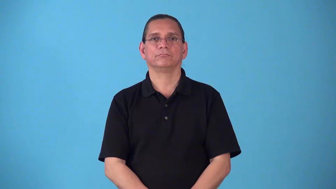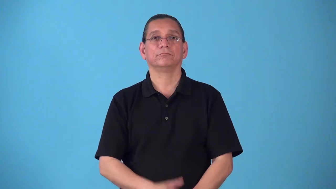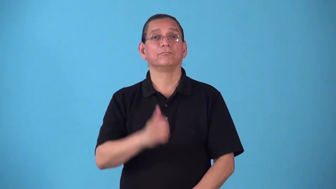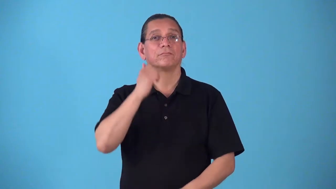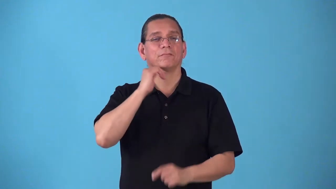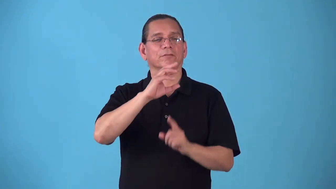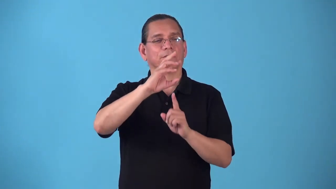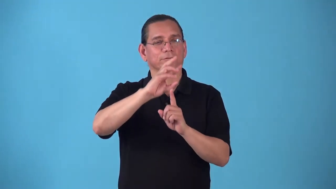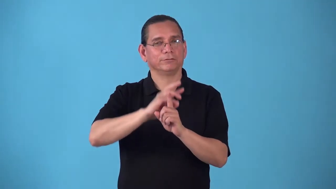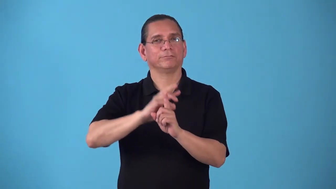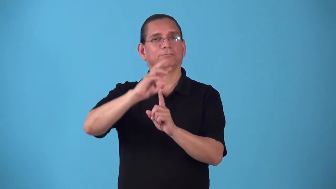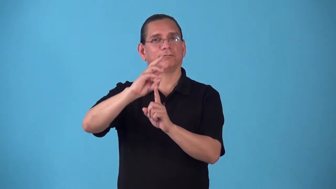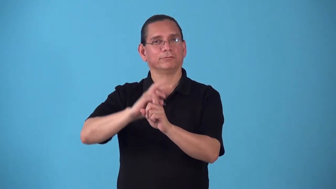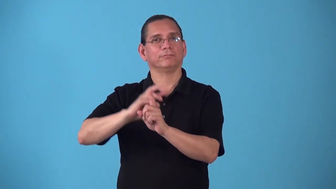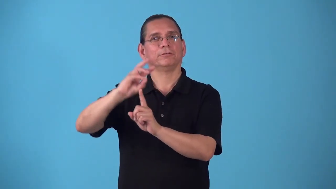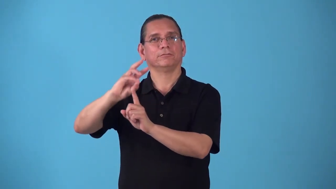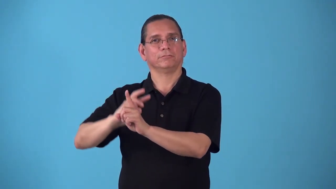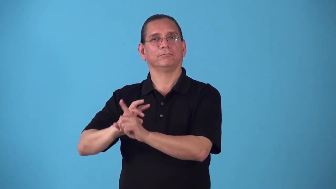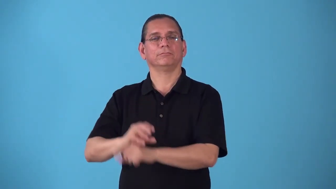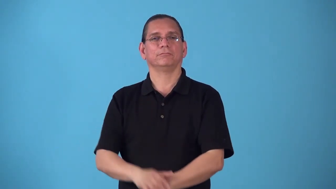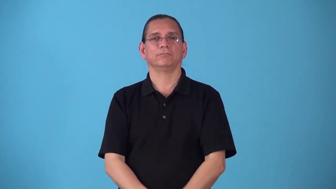semiyearly